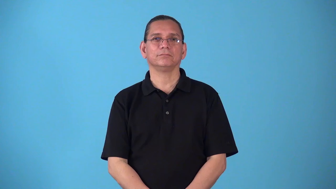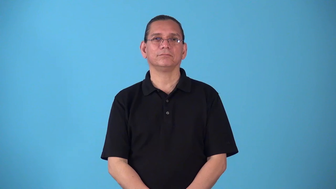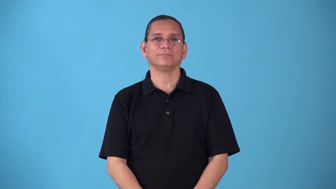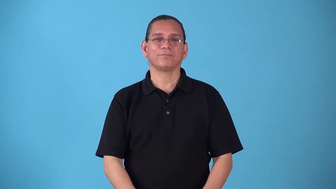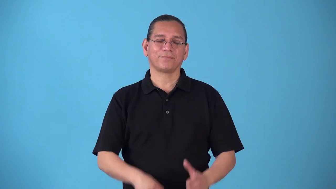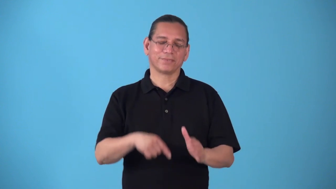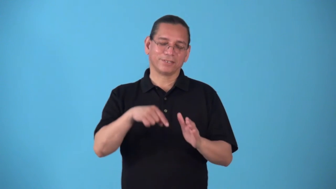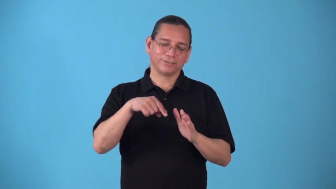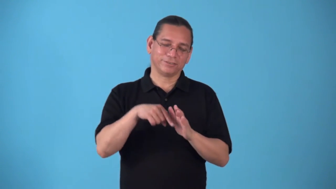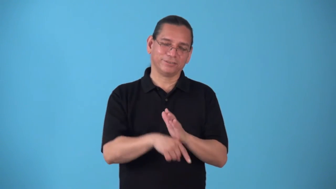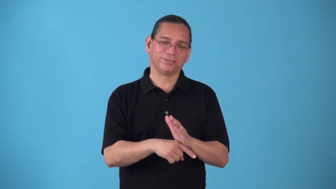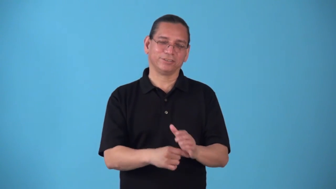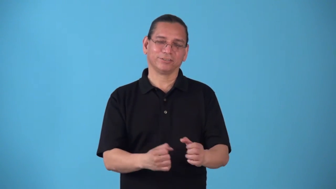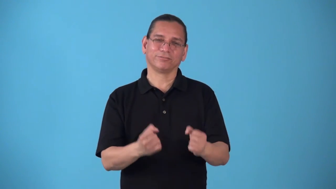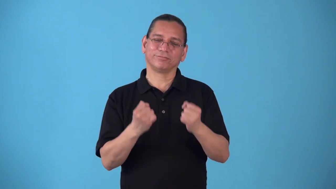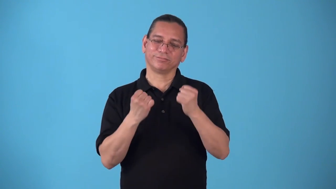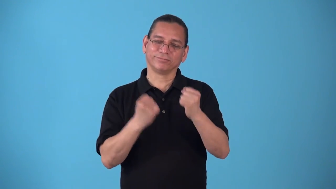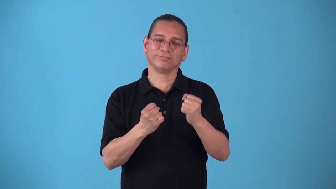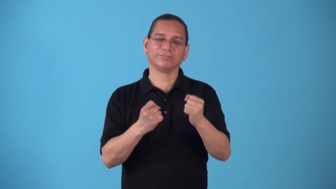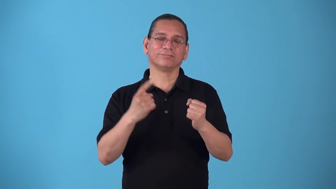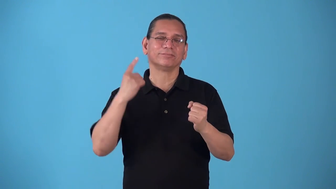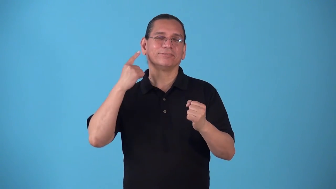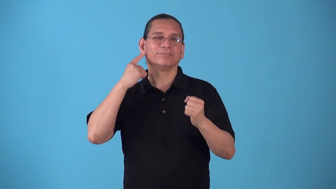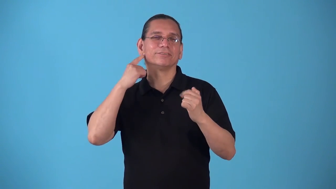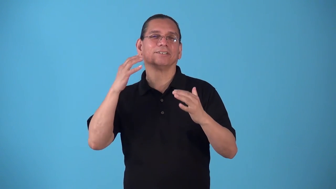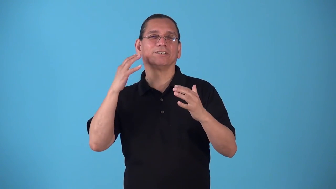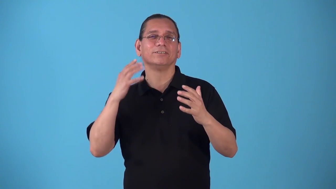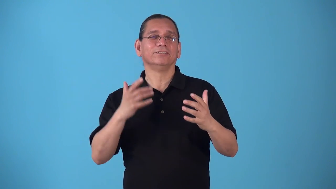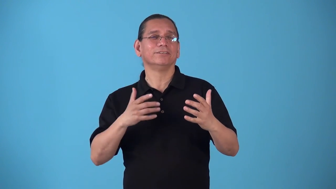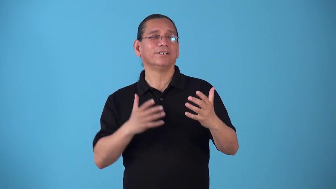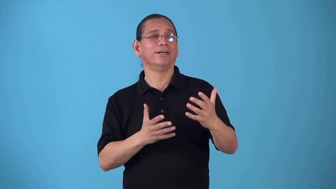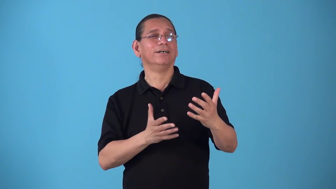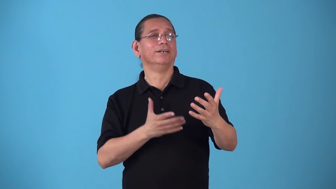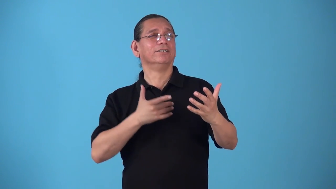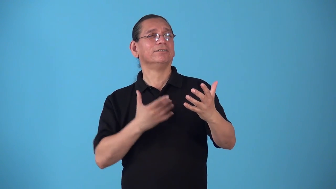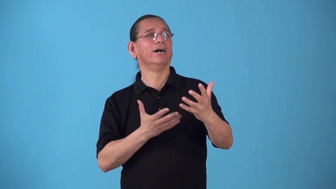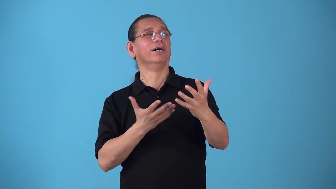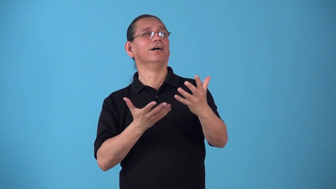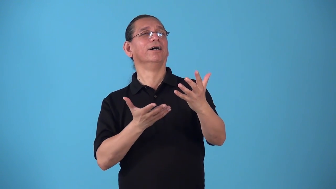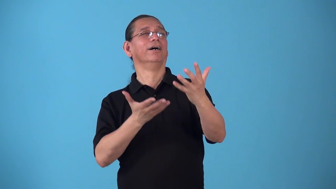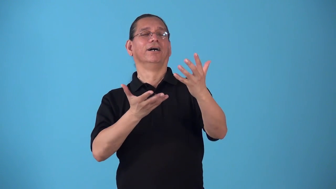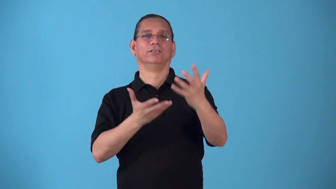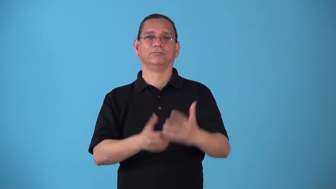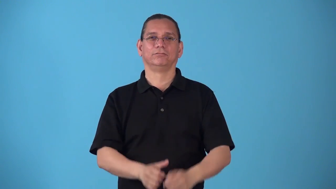sonorous